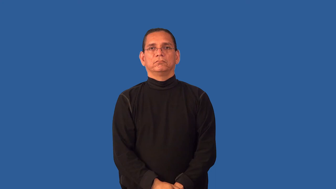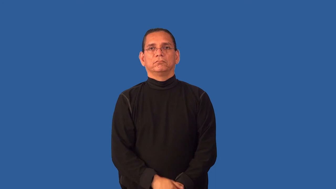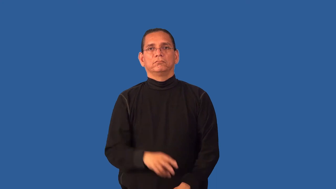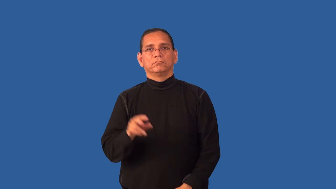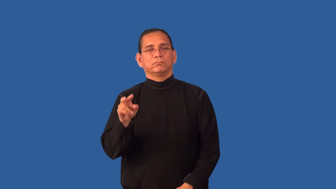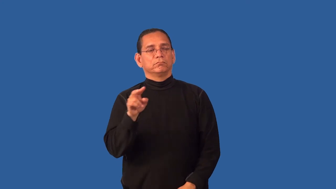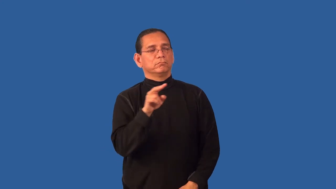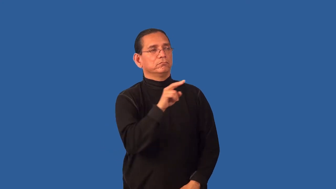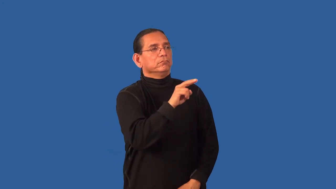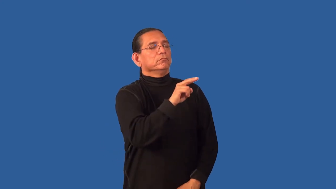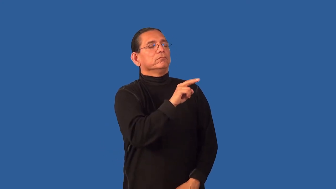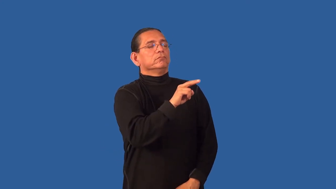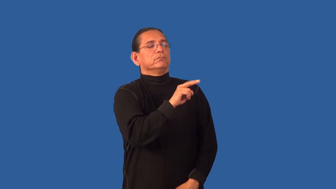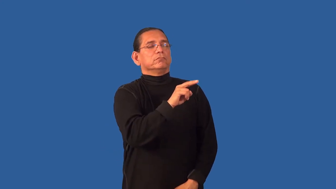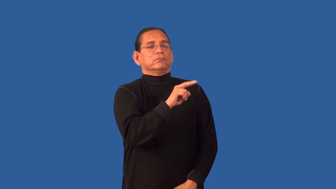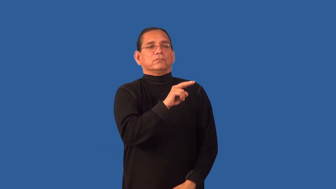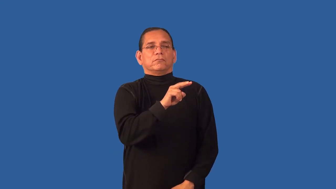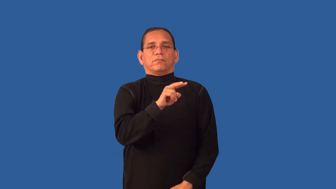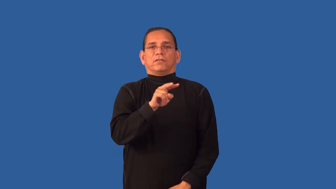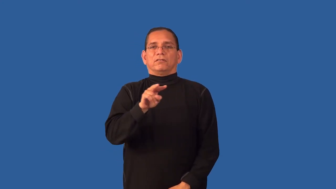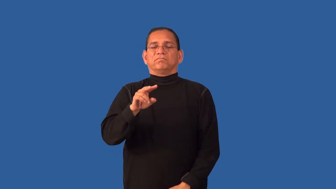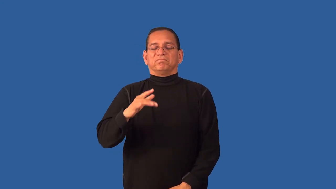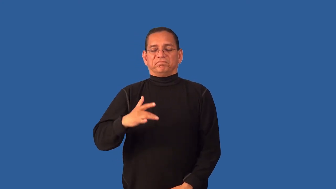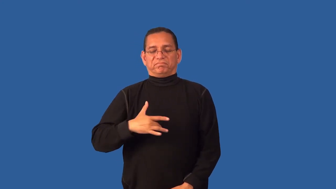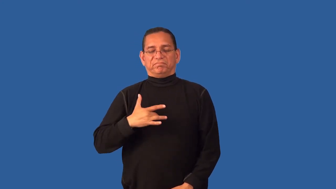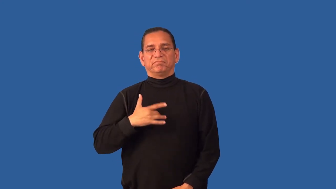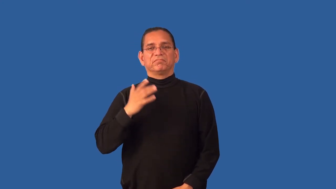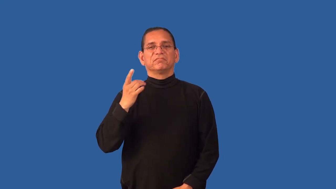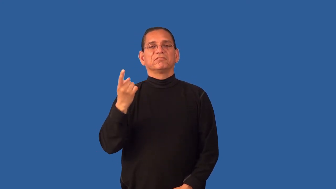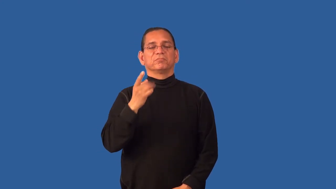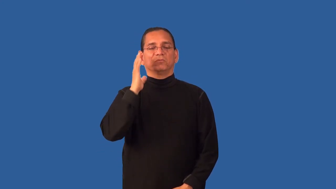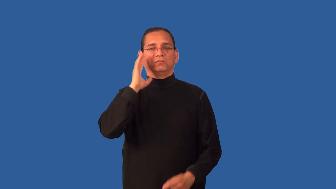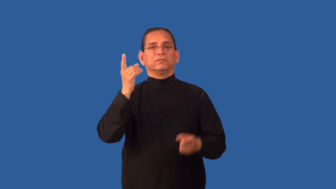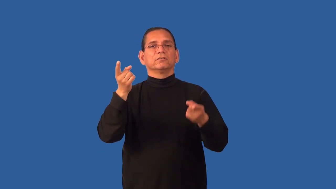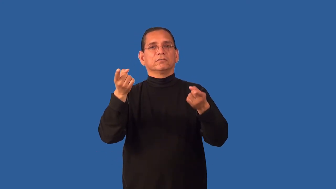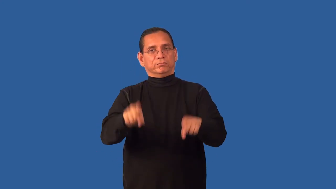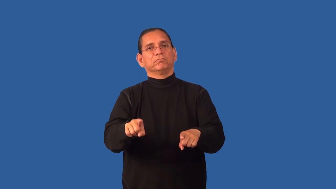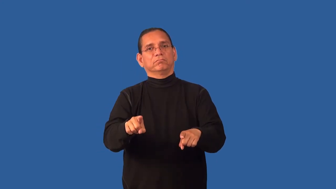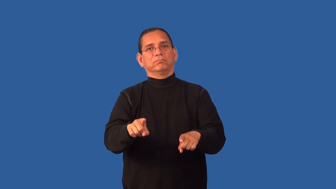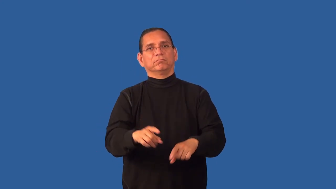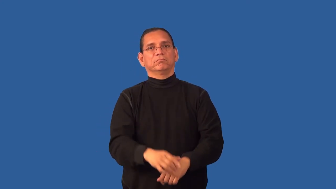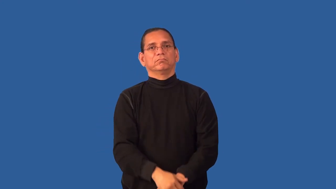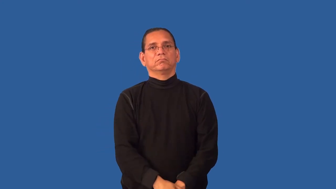foreshadow,minatory,spectre